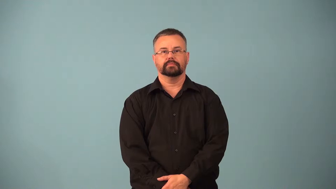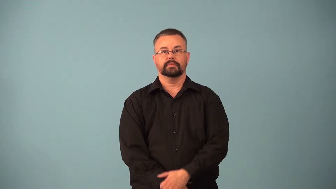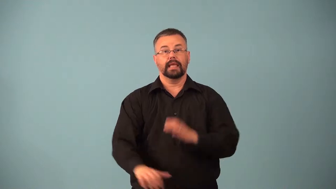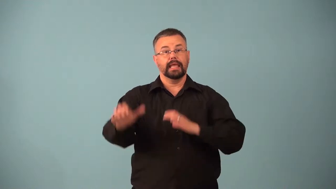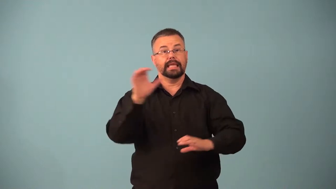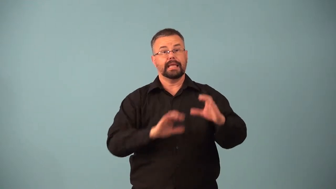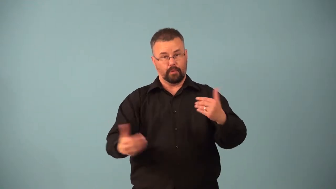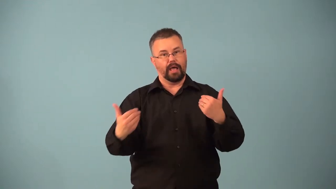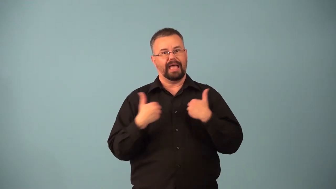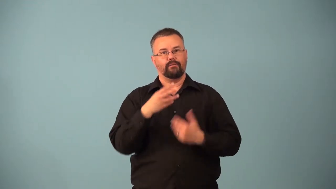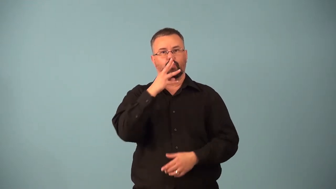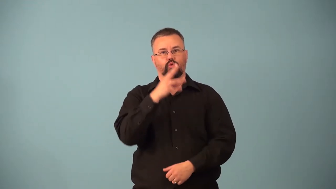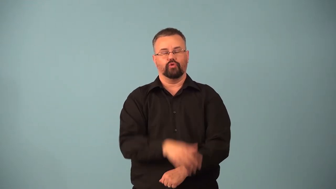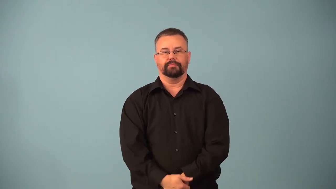hydrate